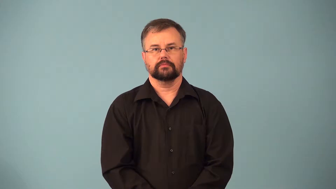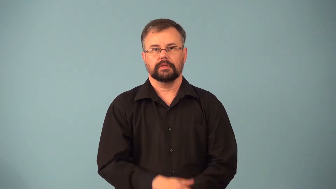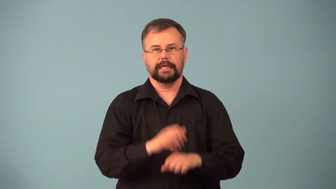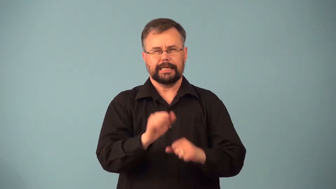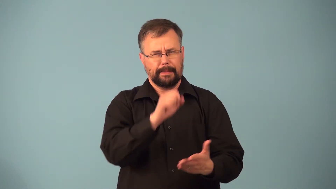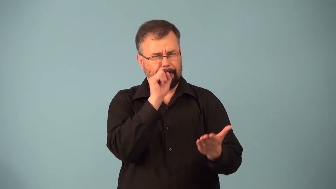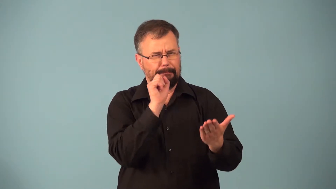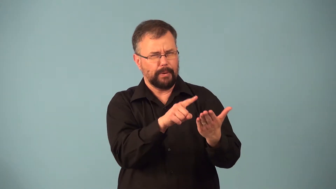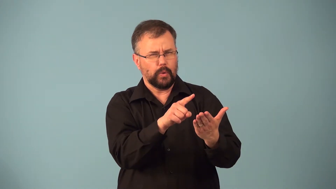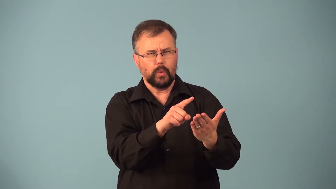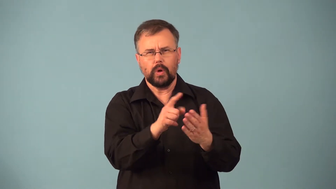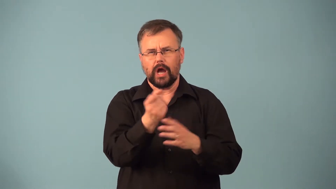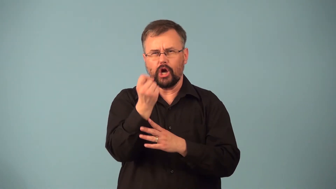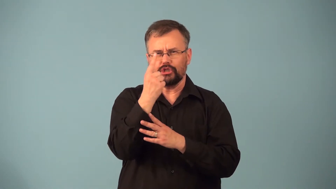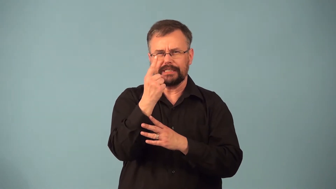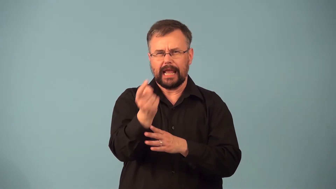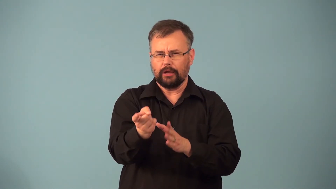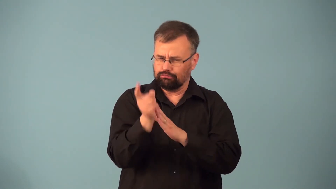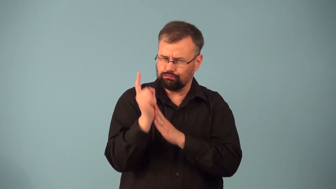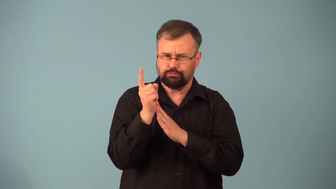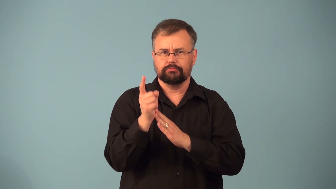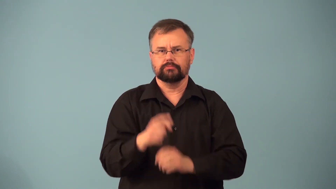percipient